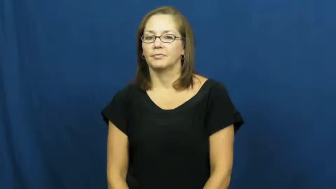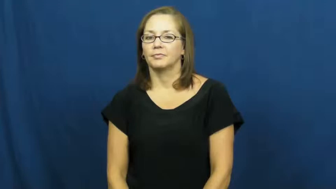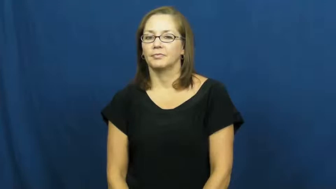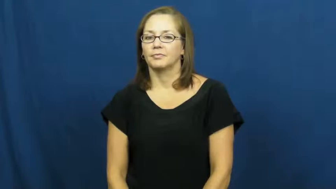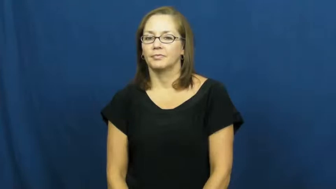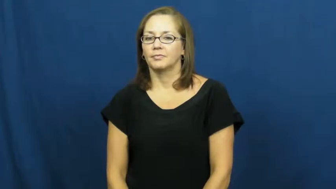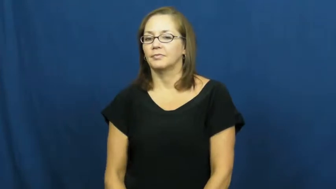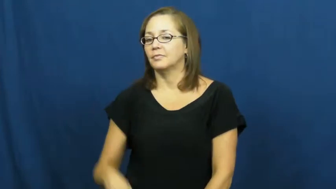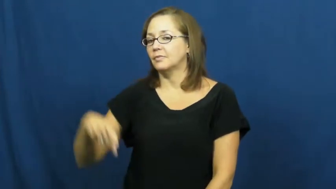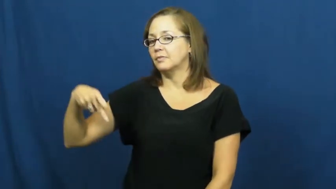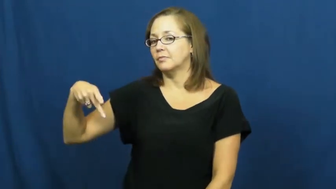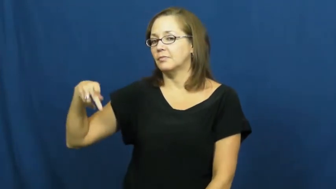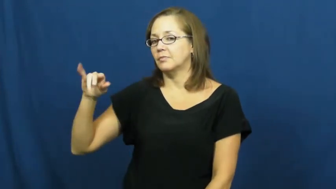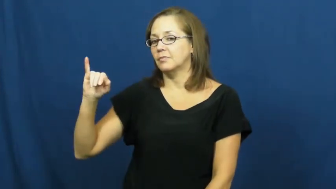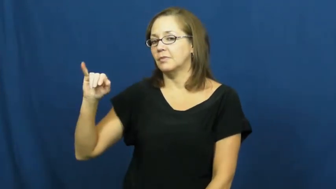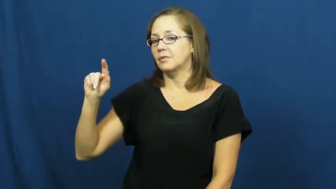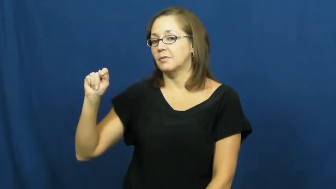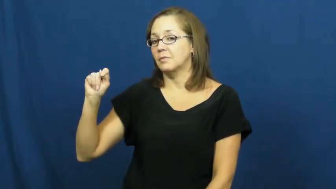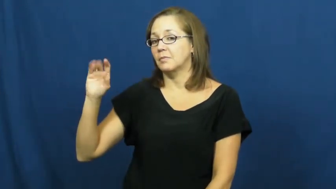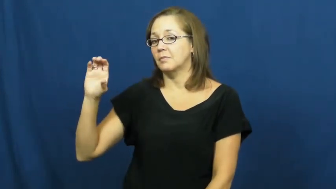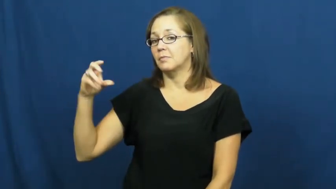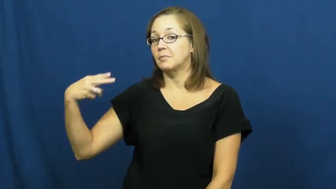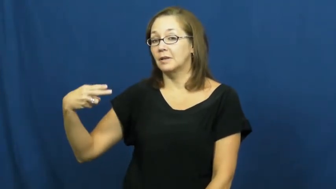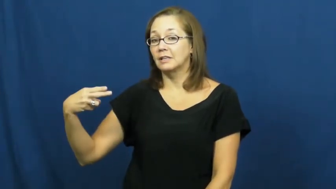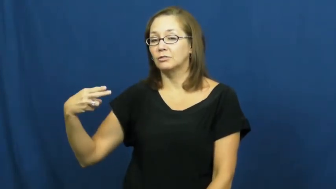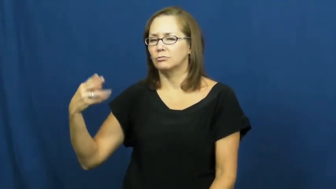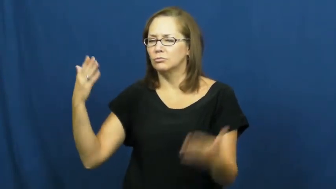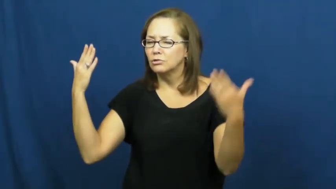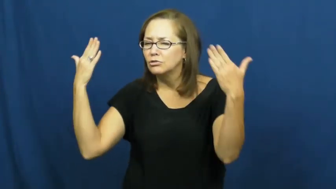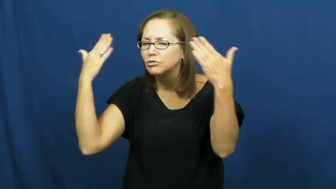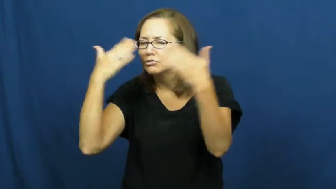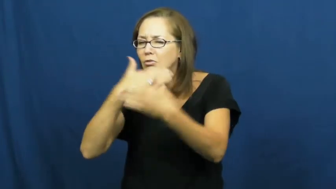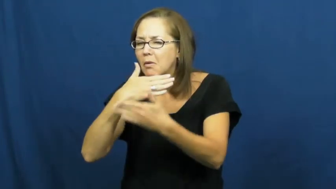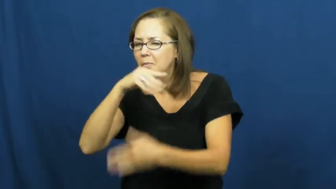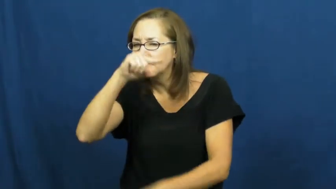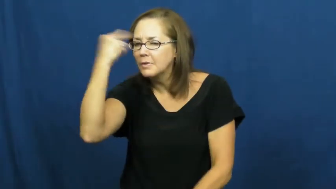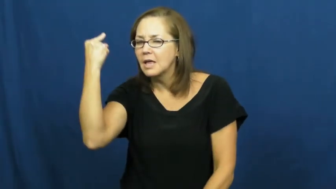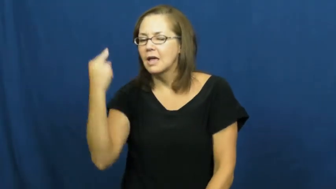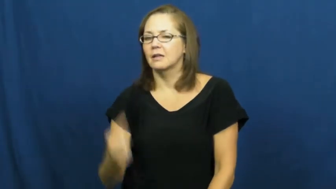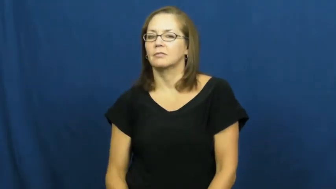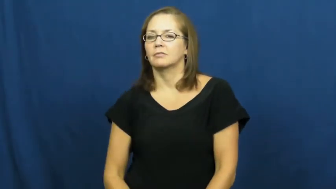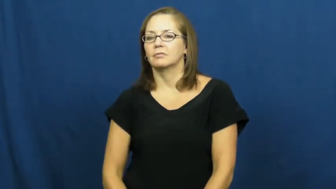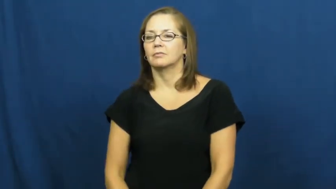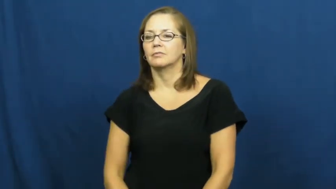pitch-black